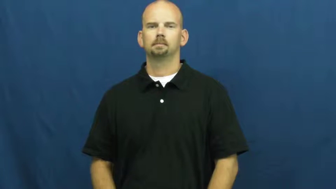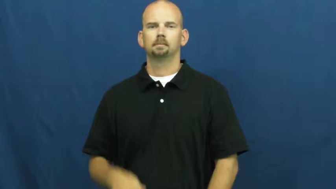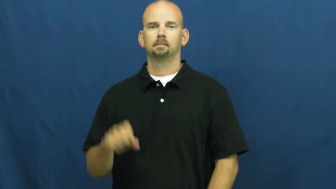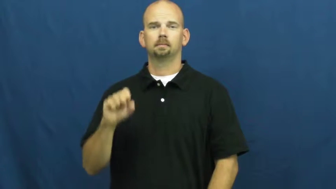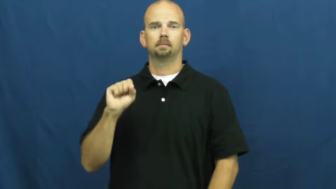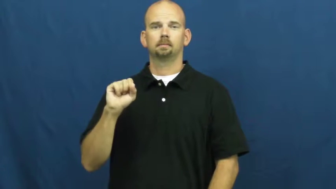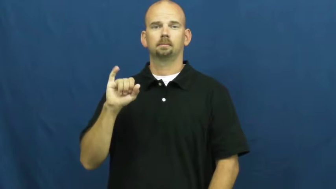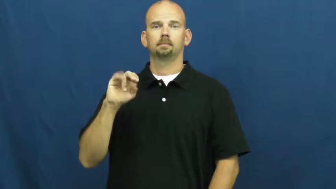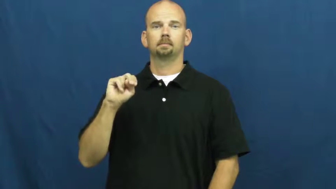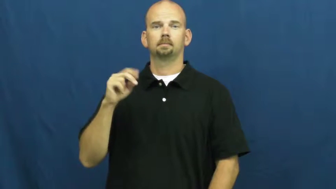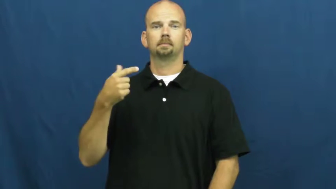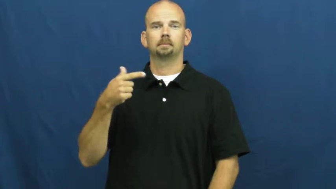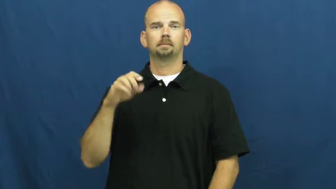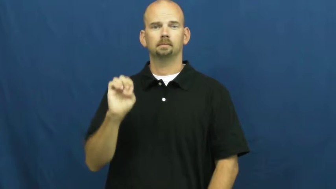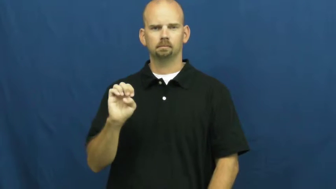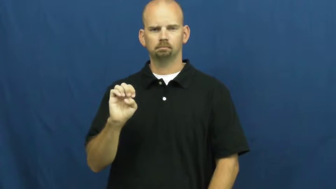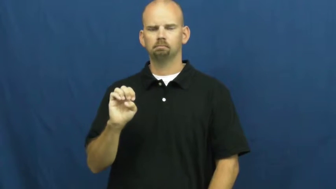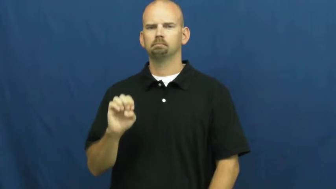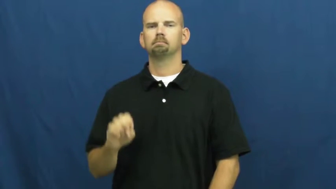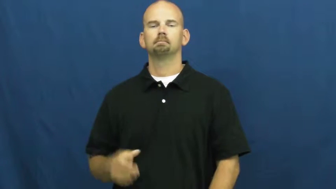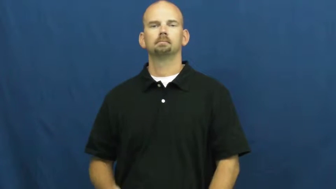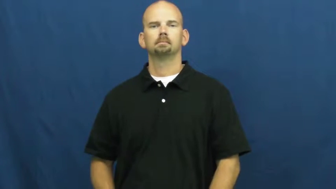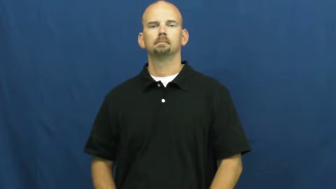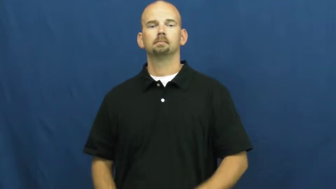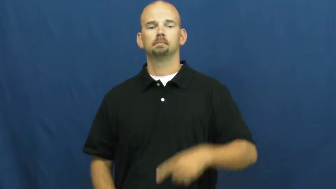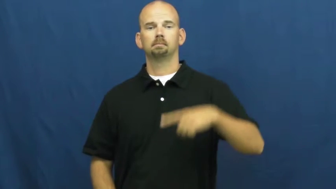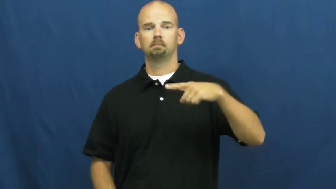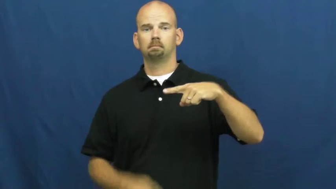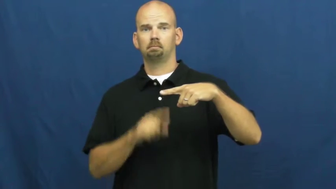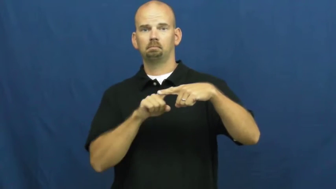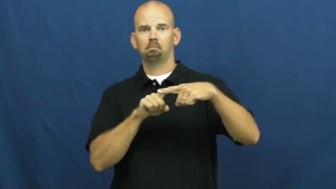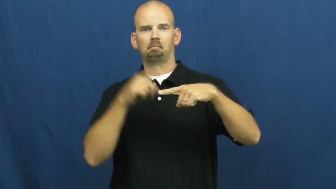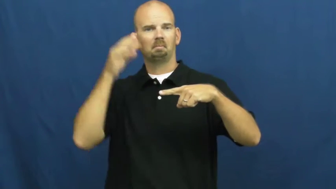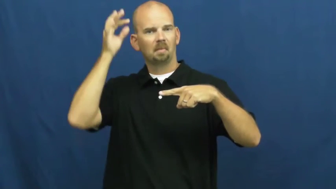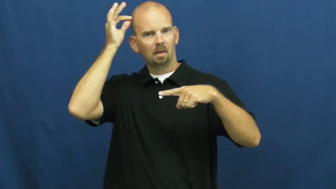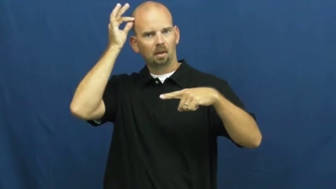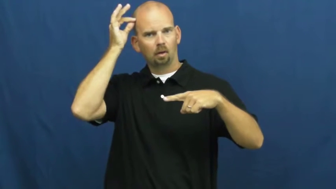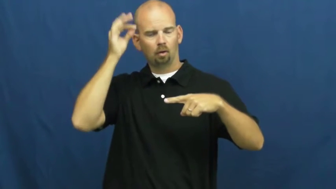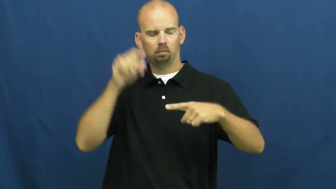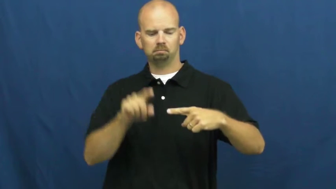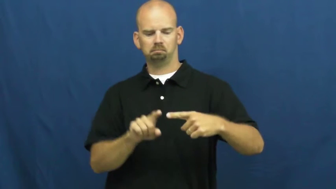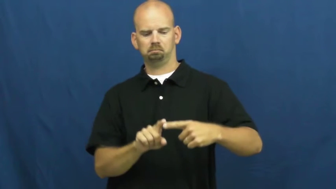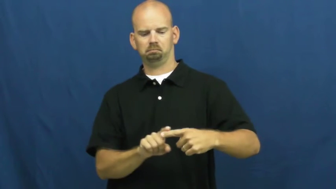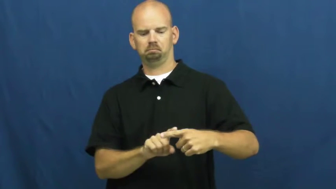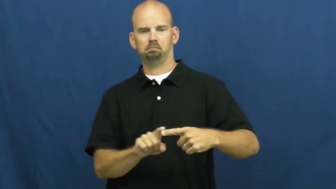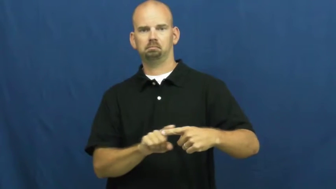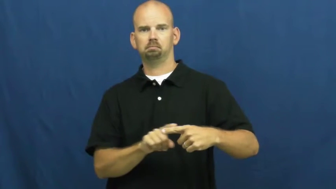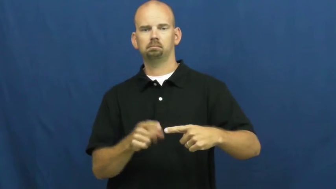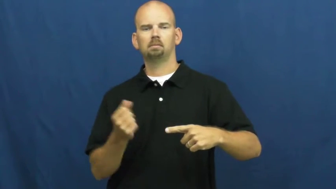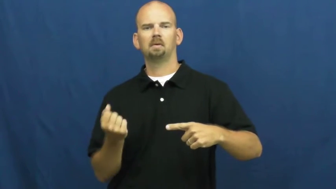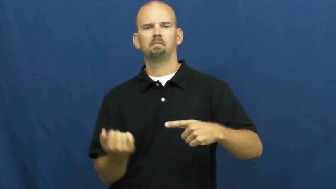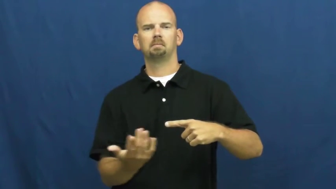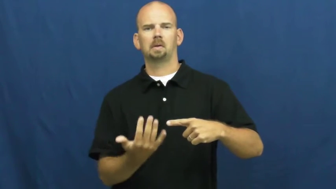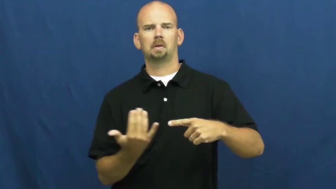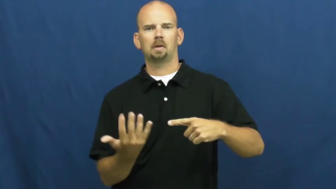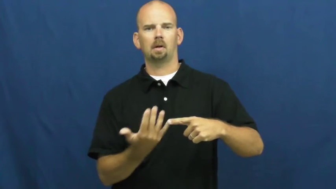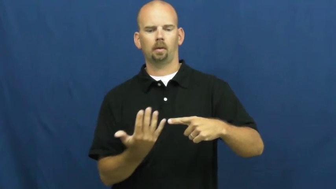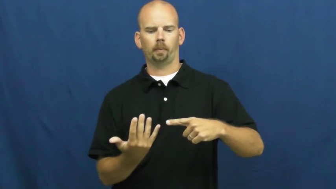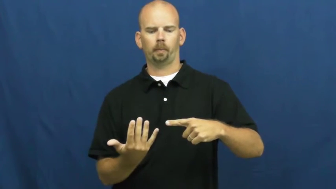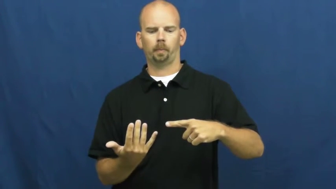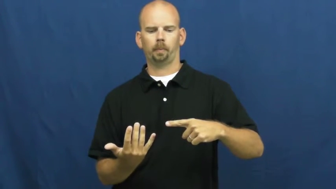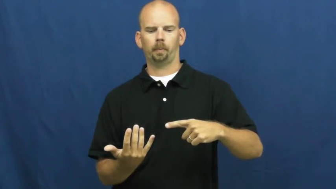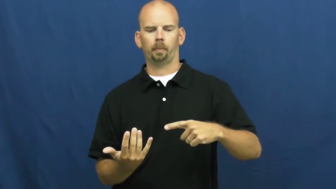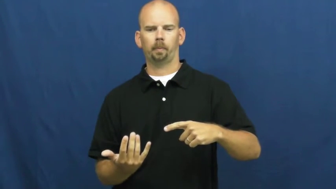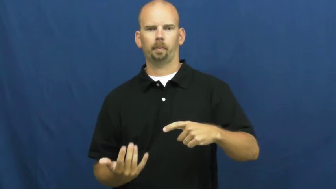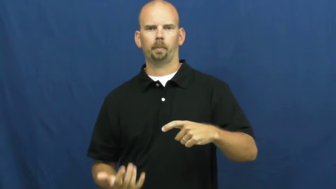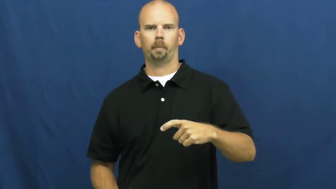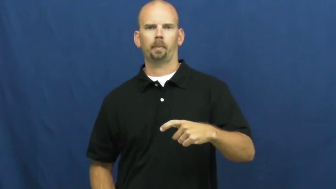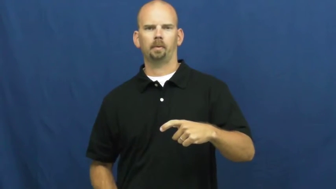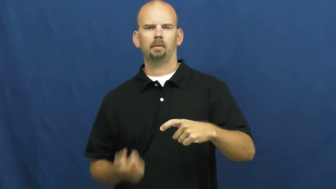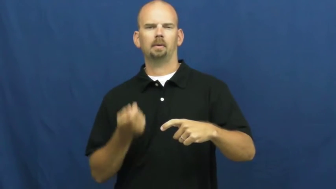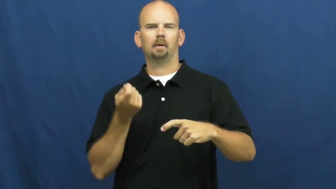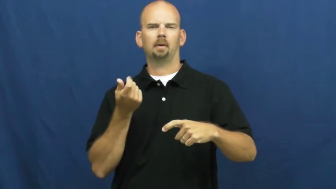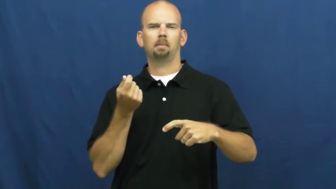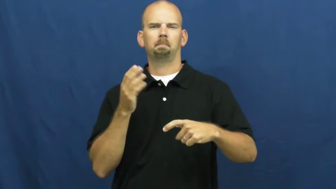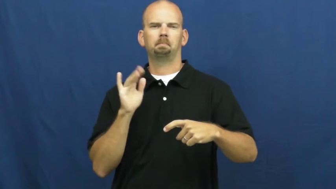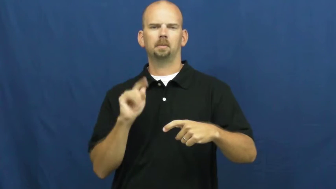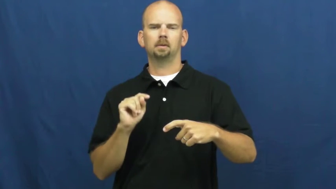singe